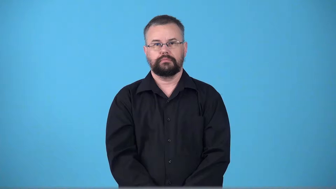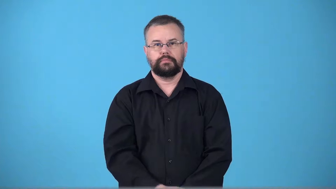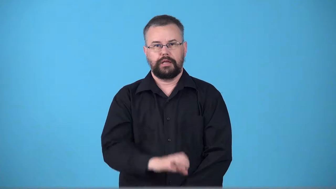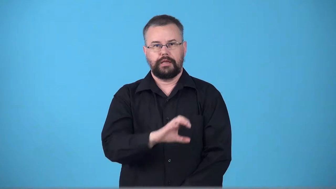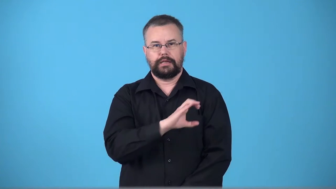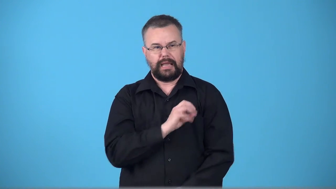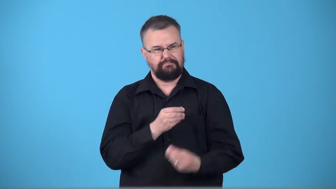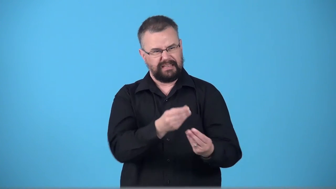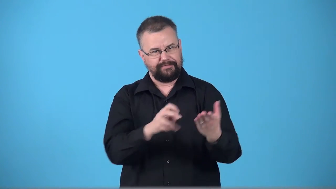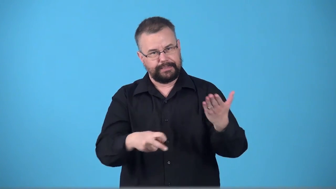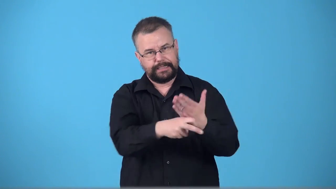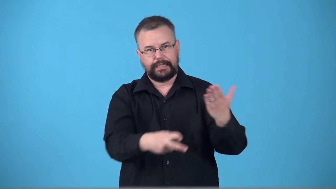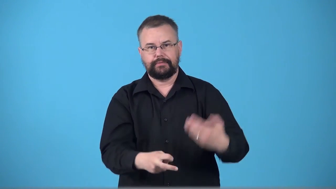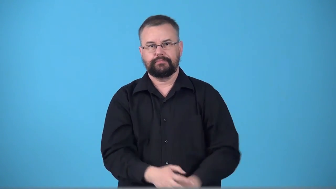ticket-police give ticket